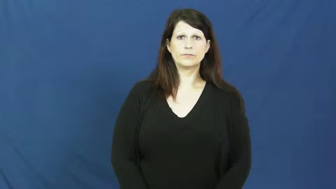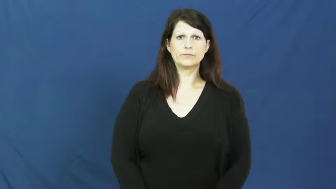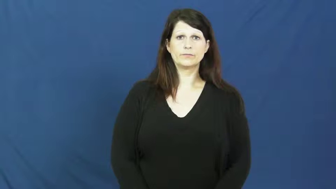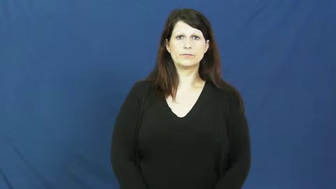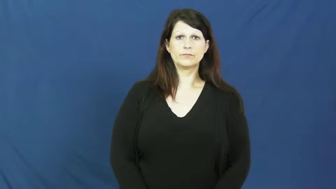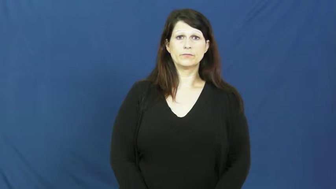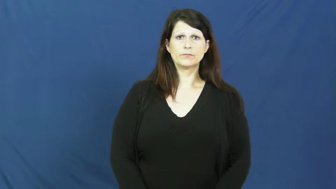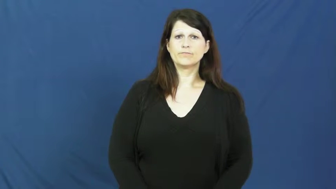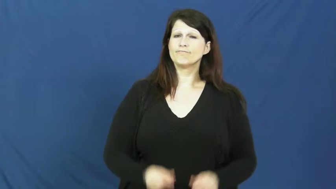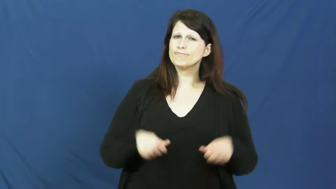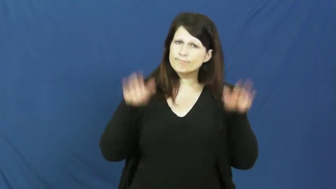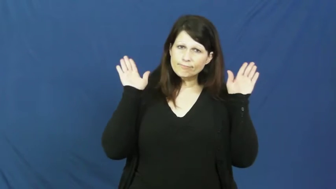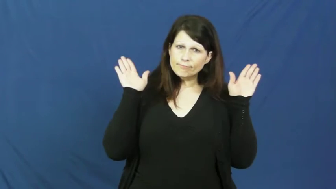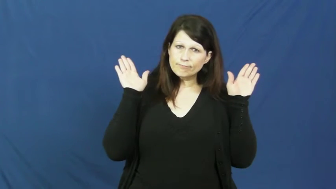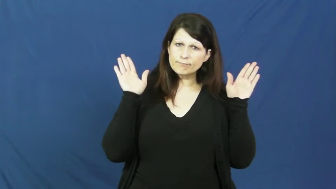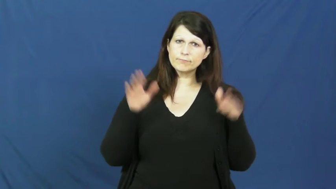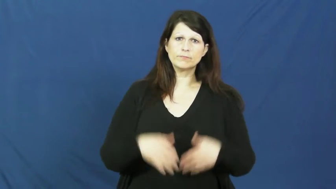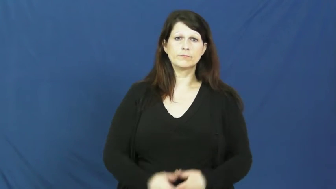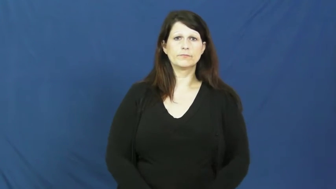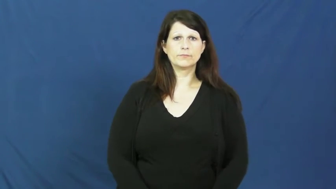tap out